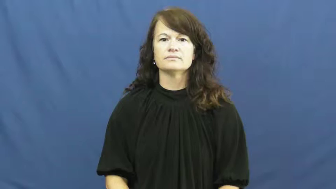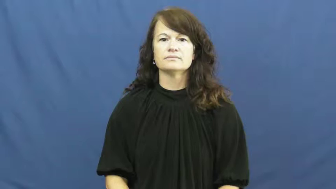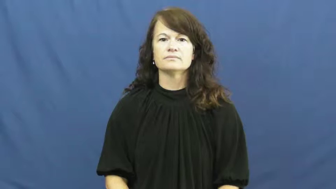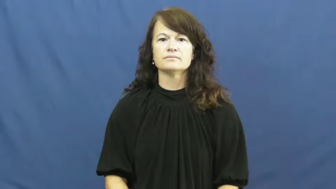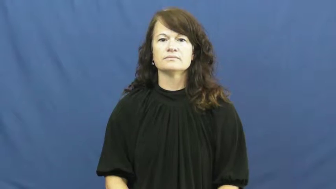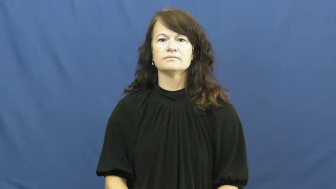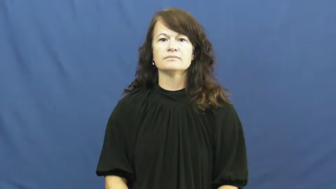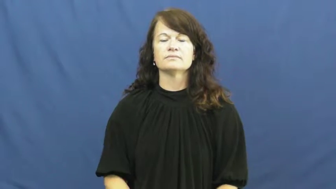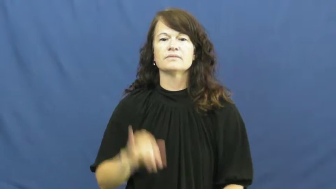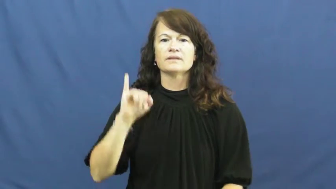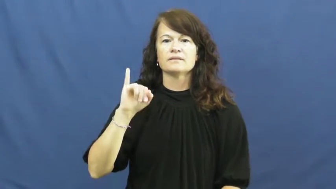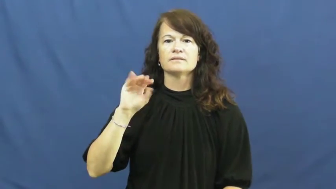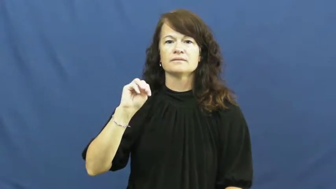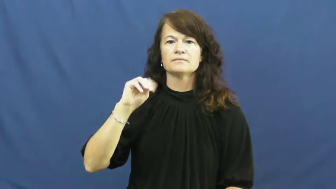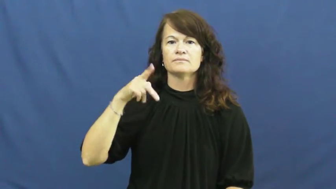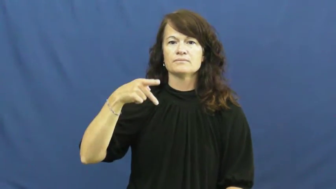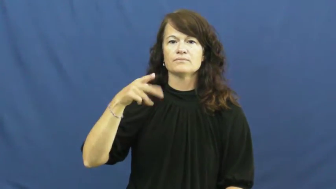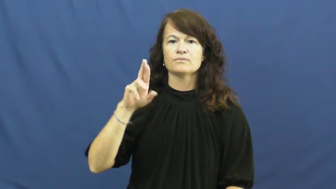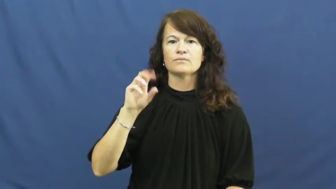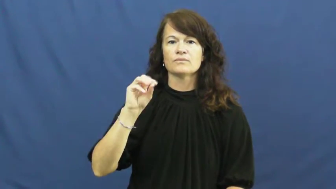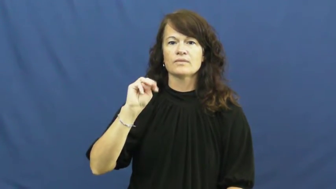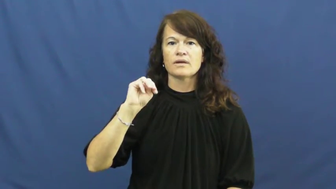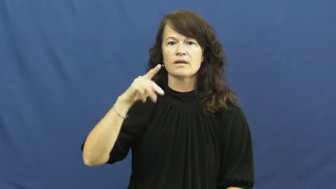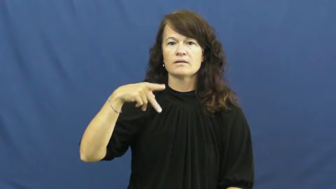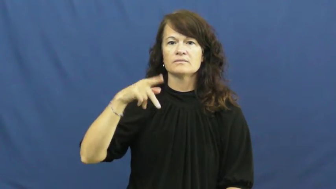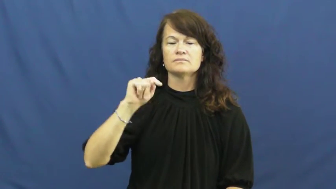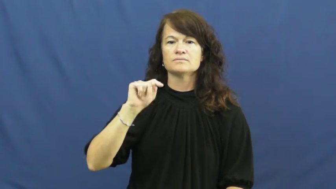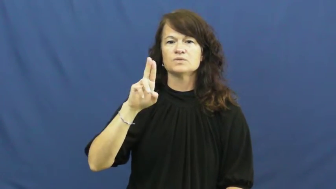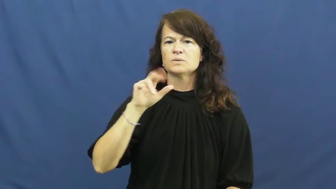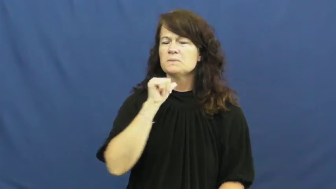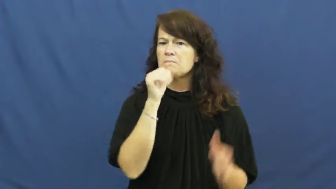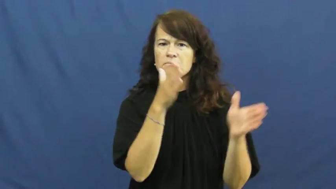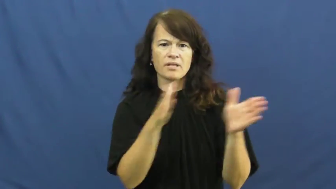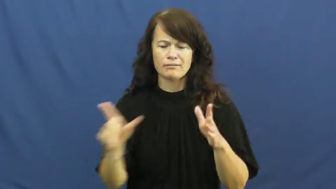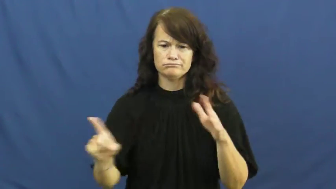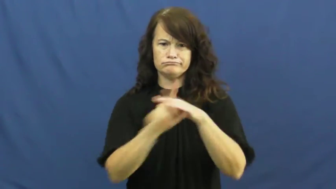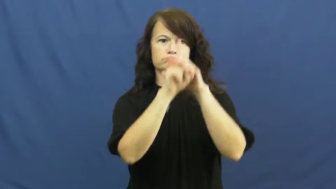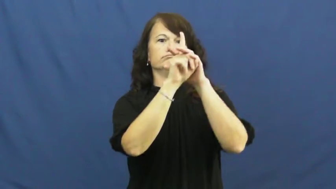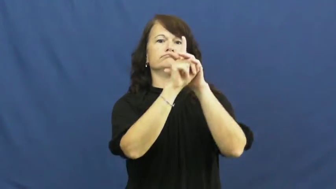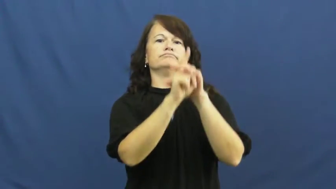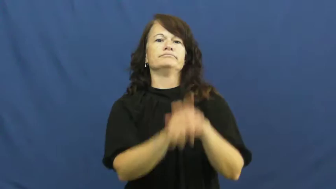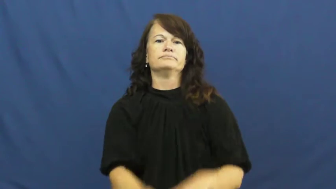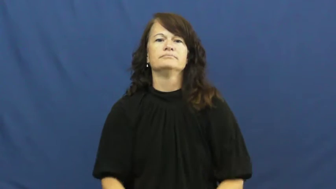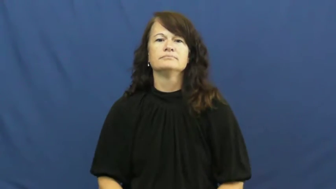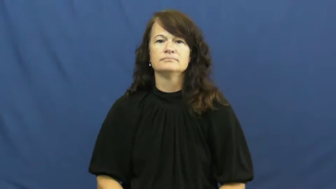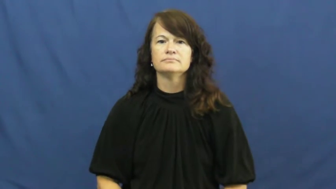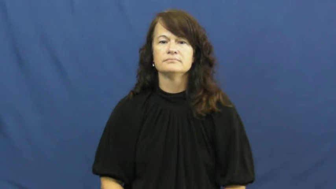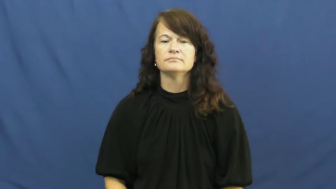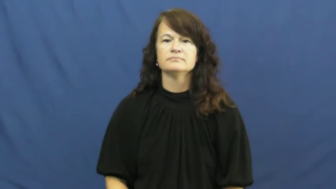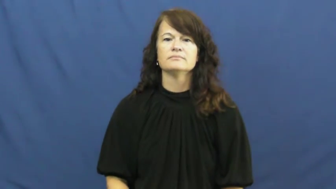impromptu